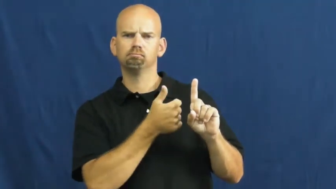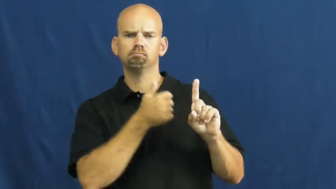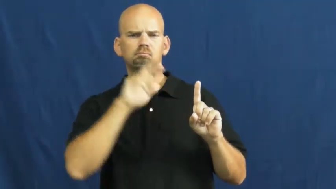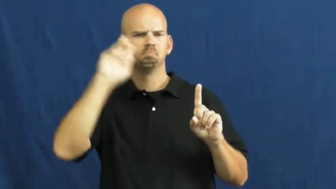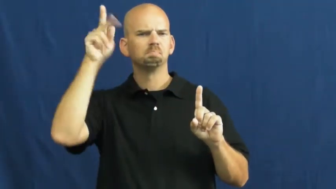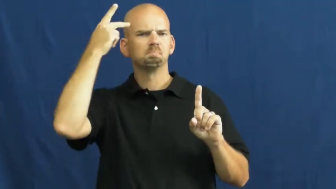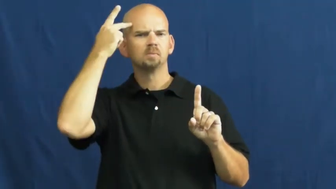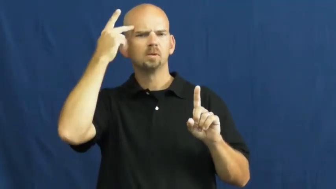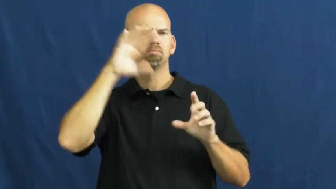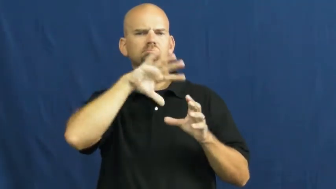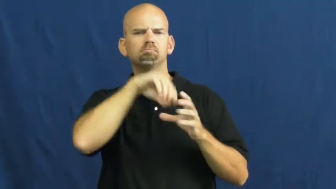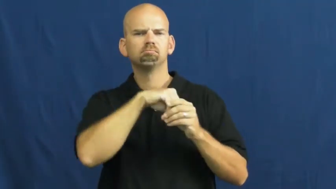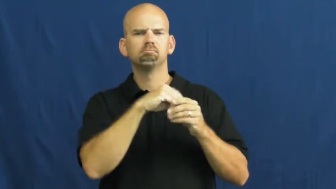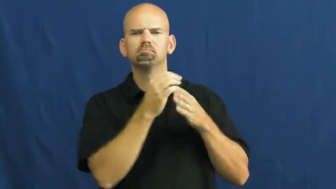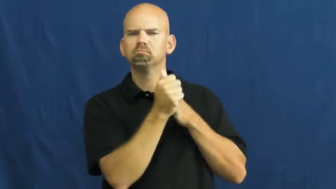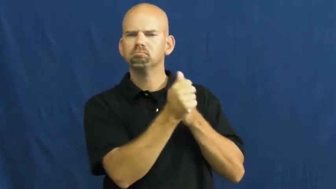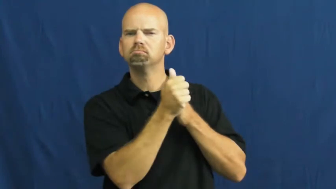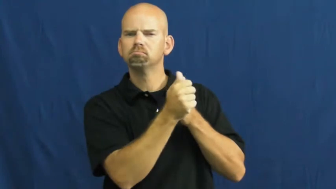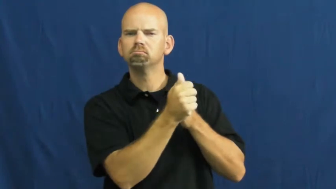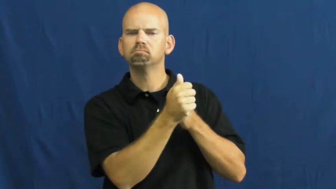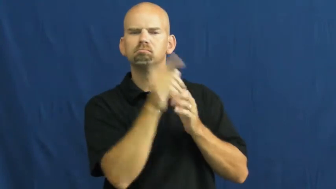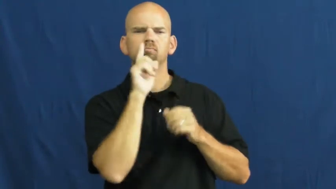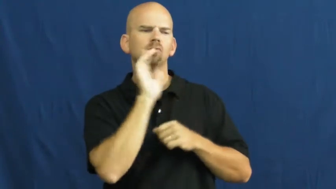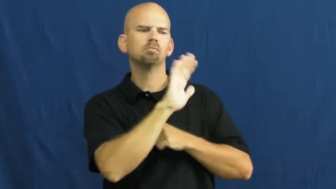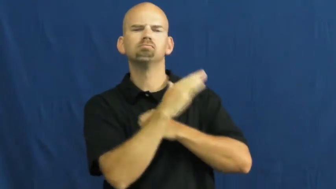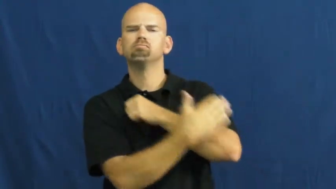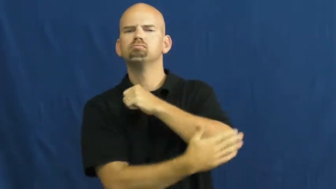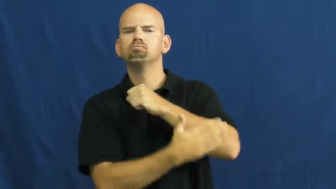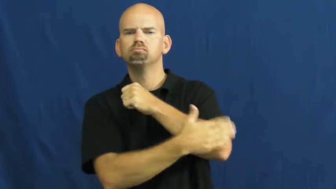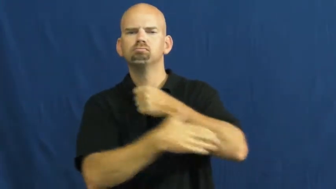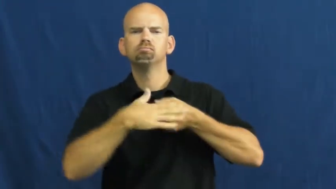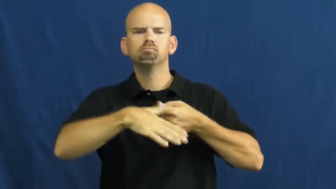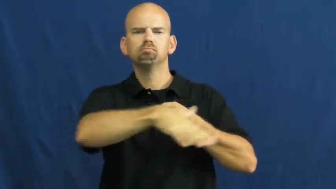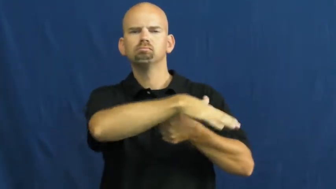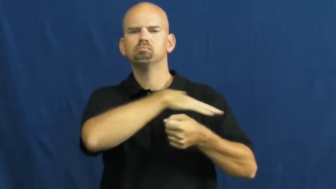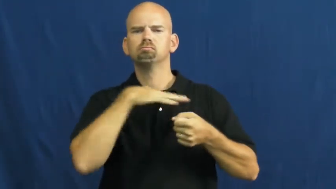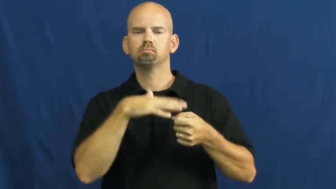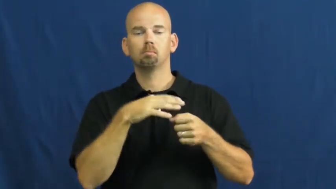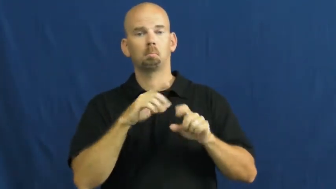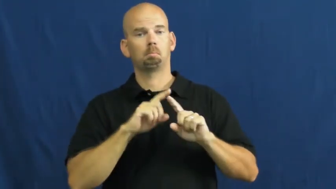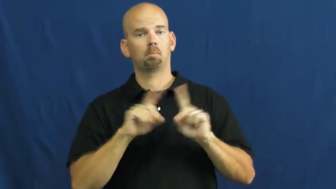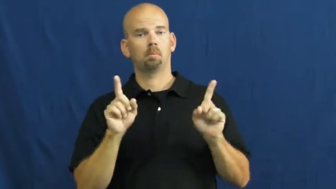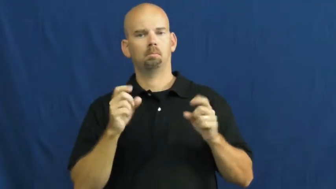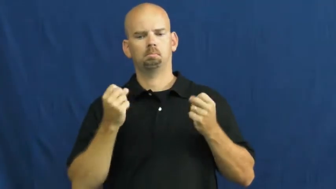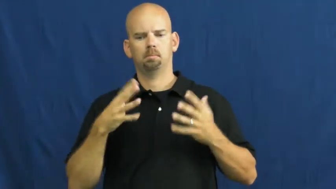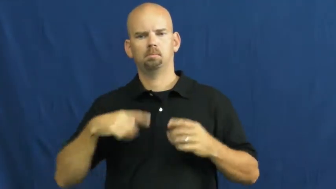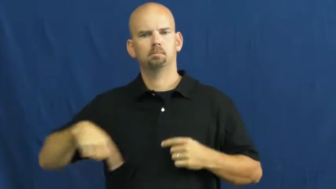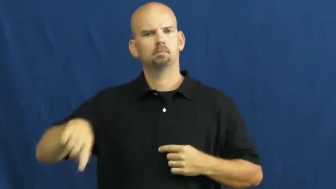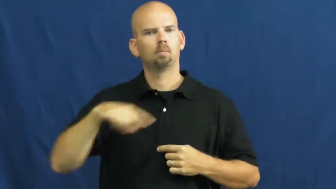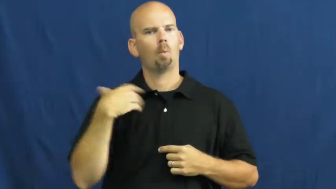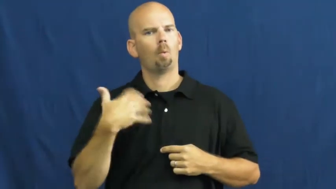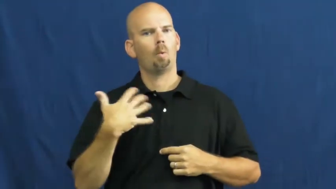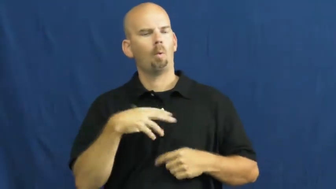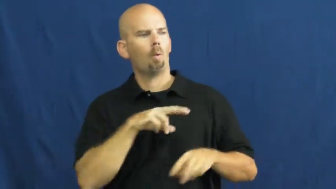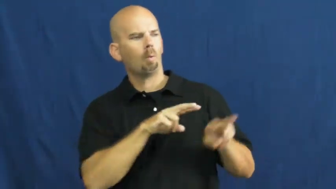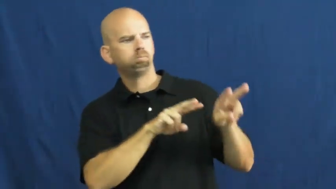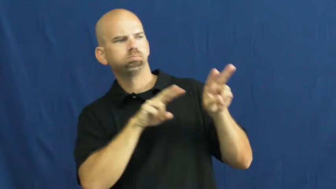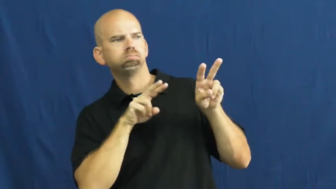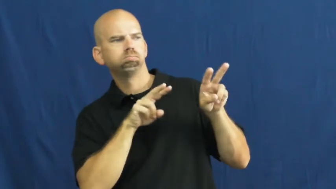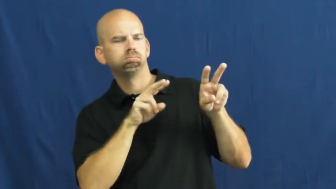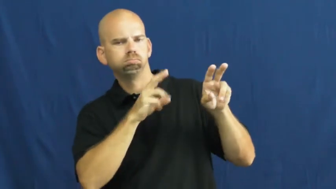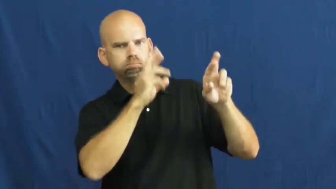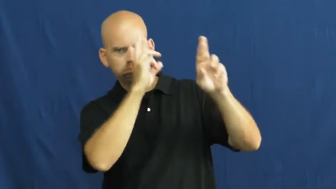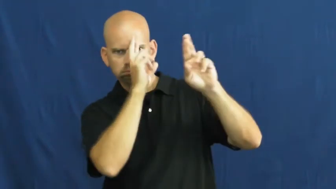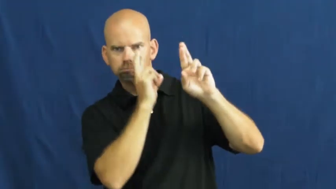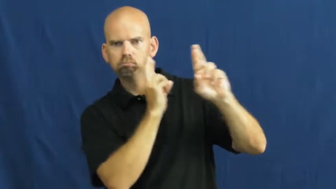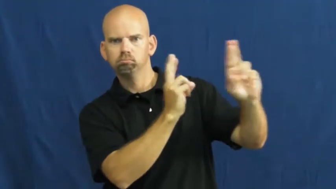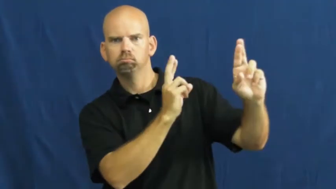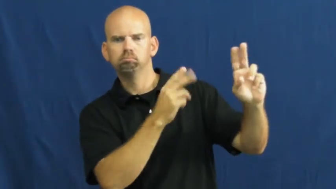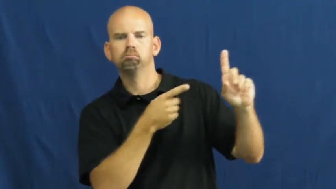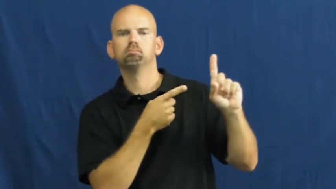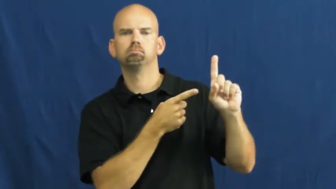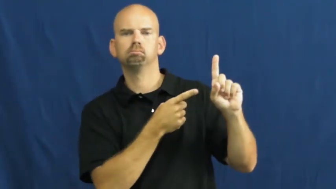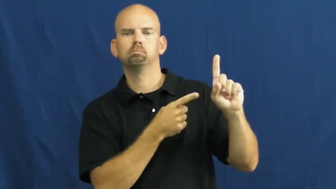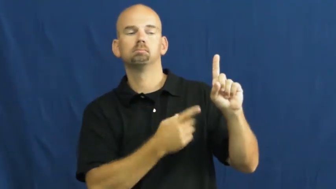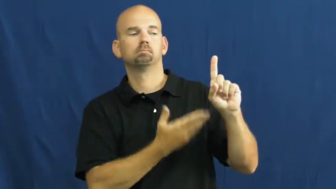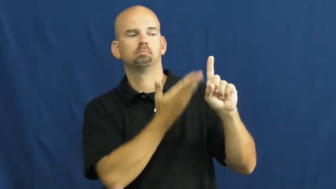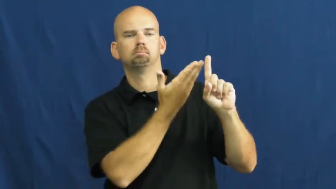statesman